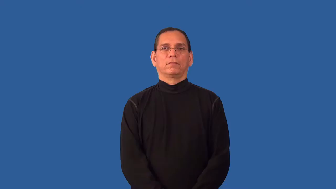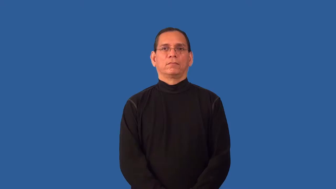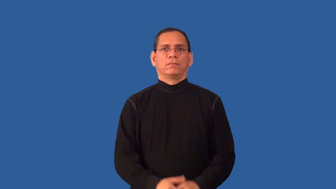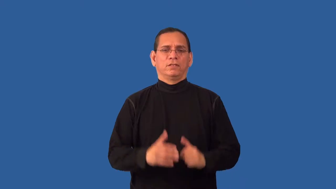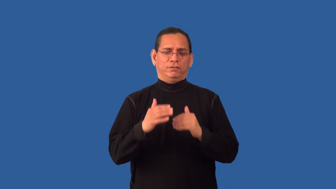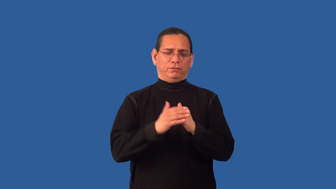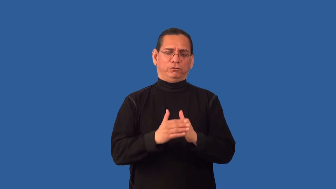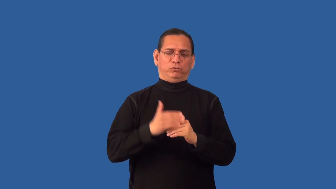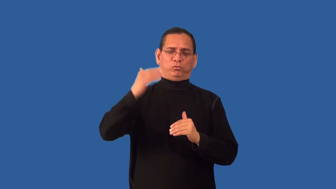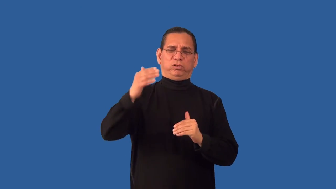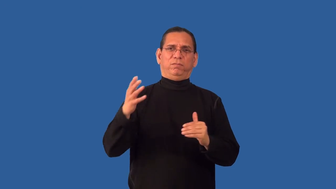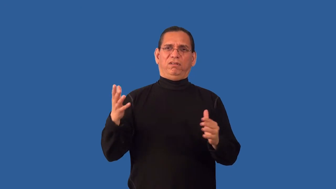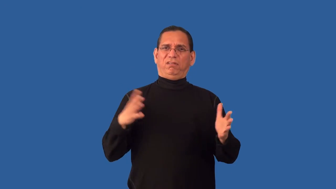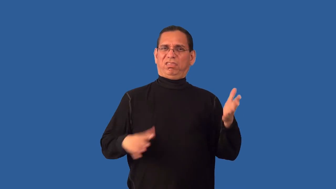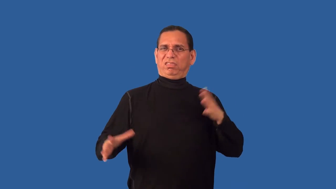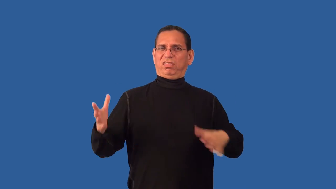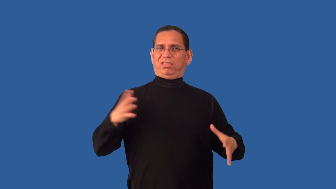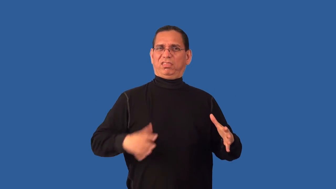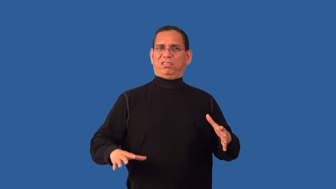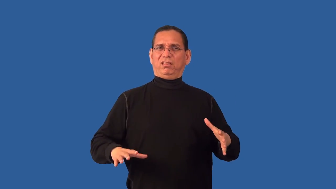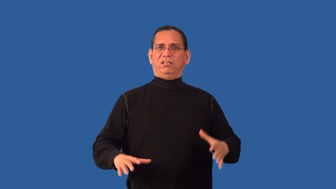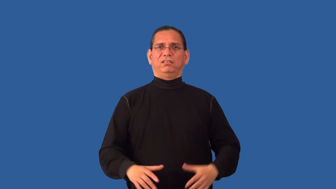overdressed